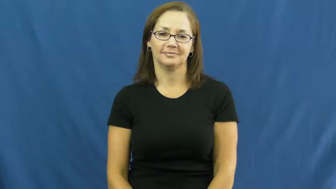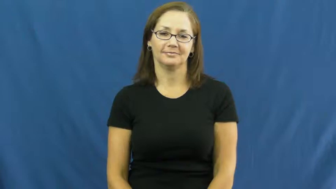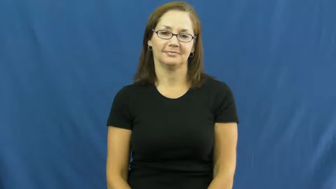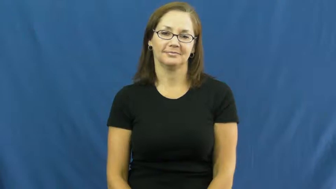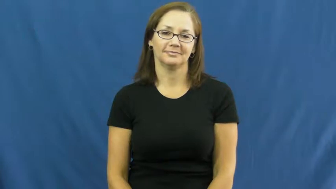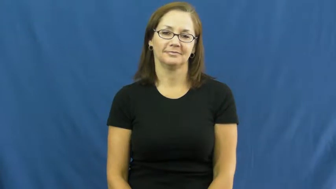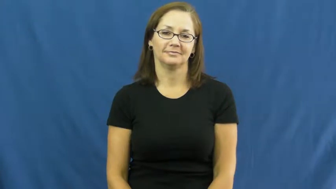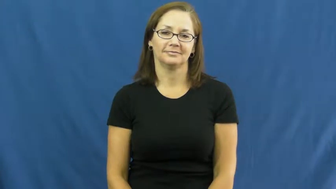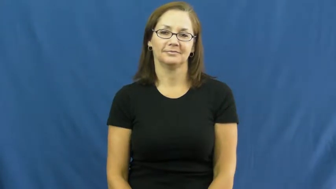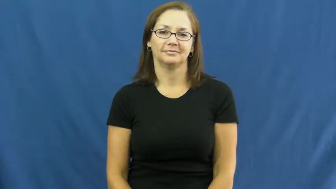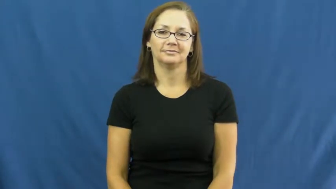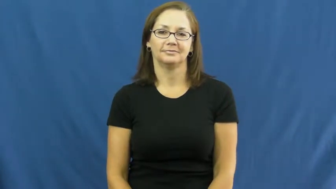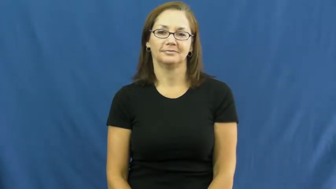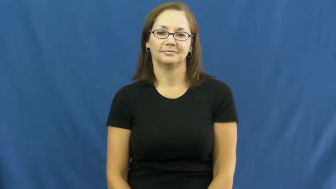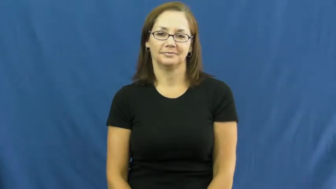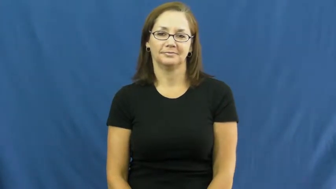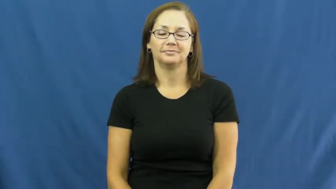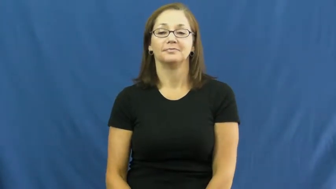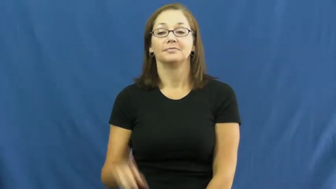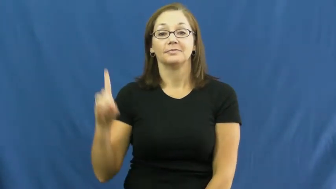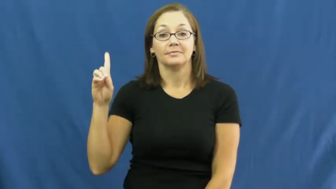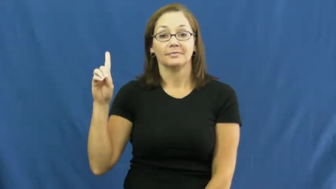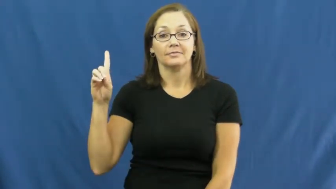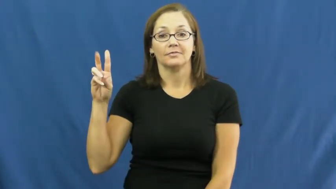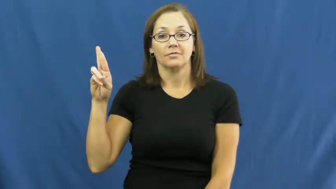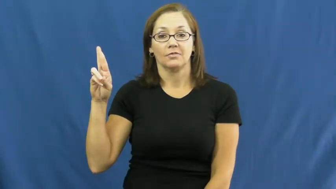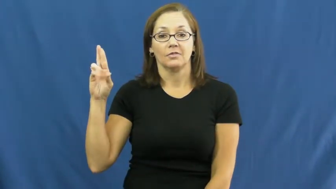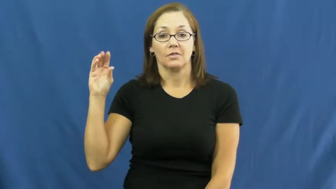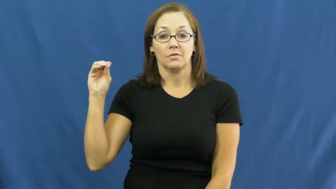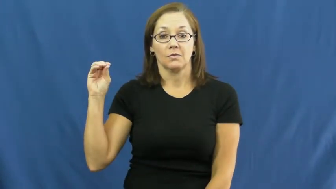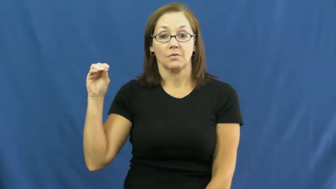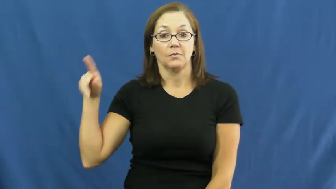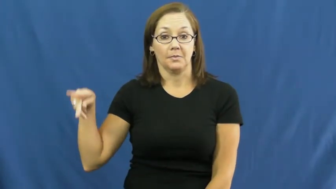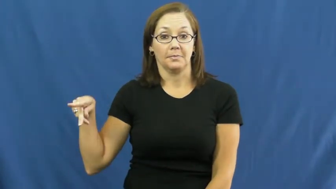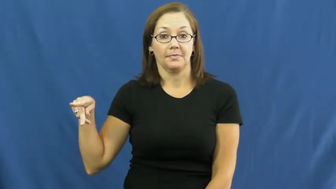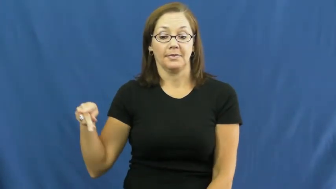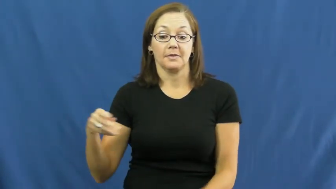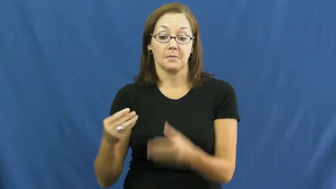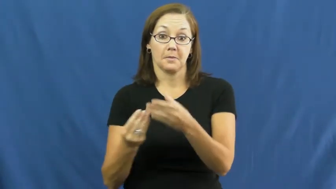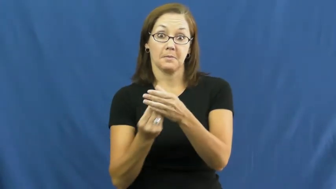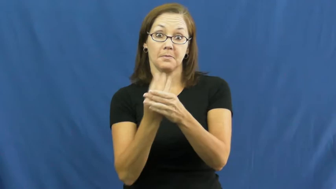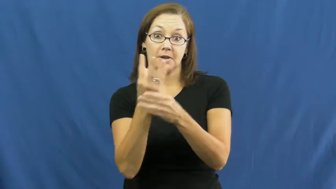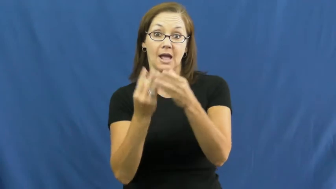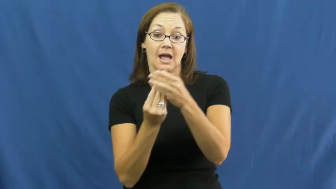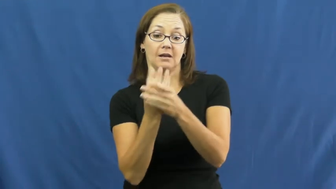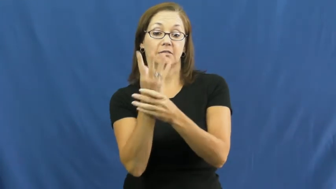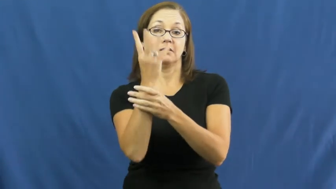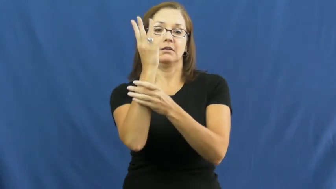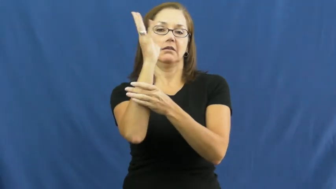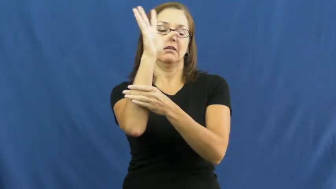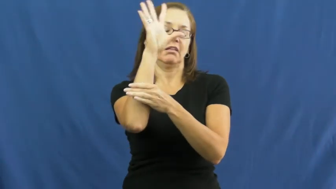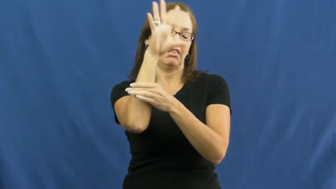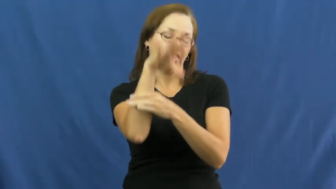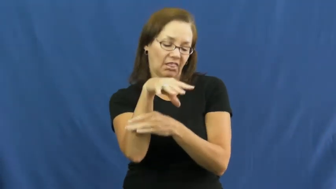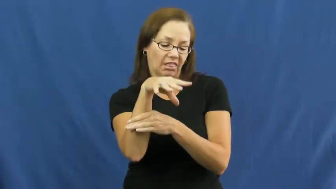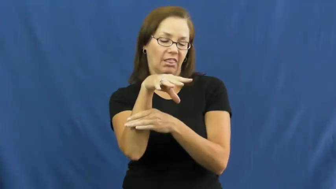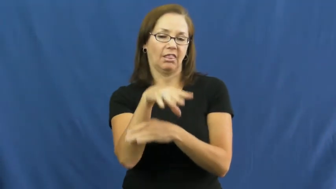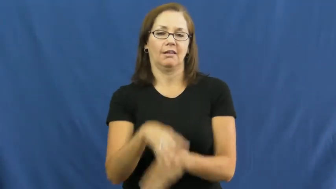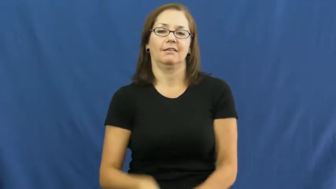droop